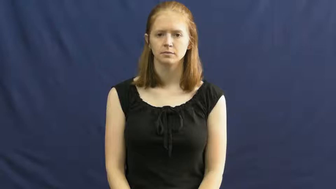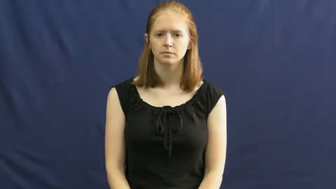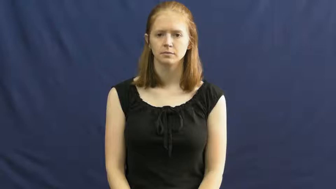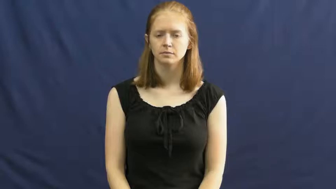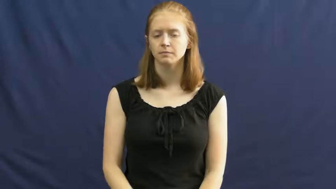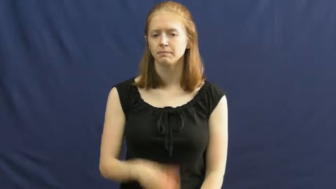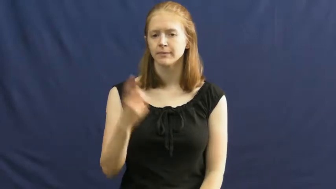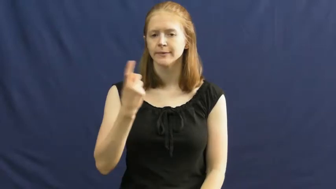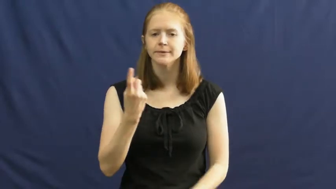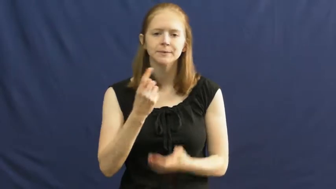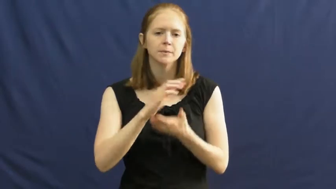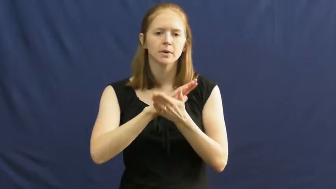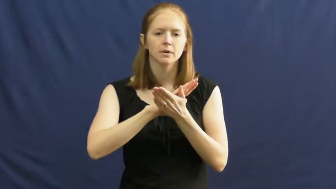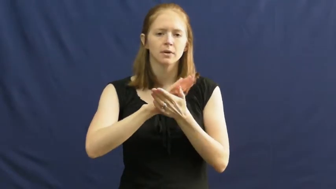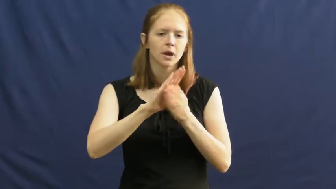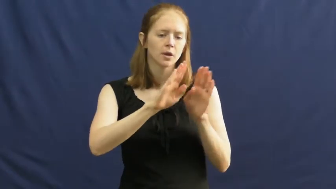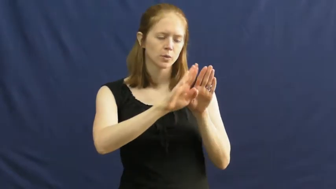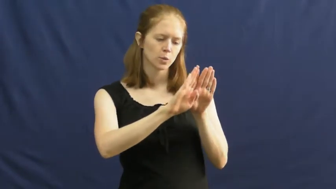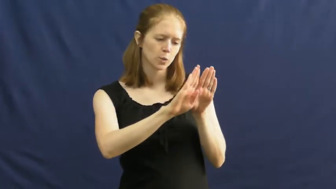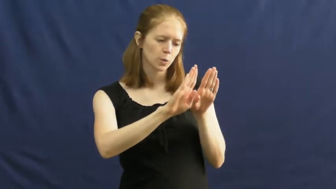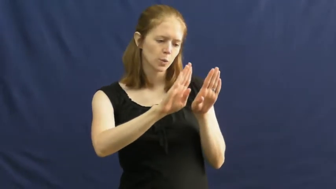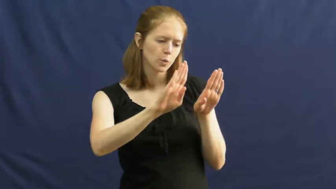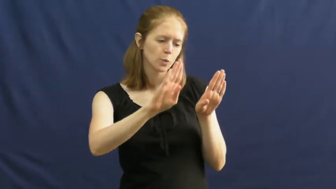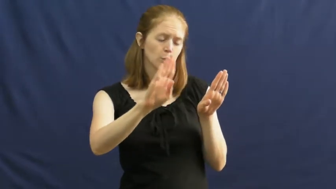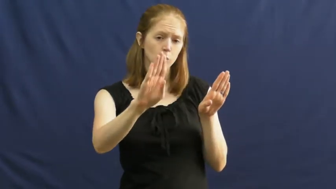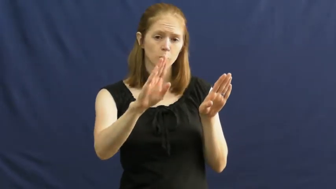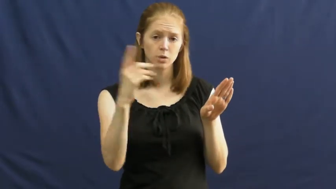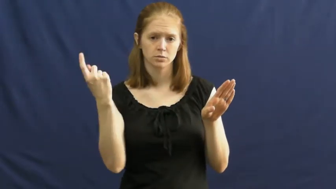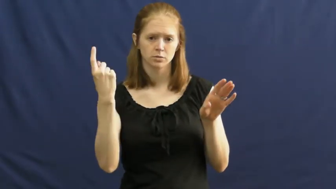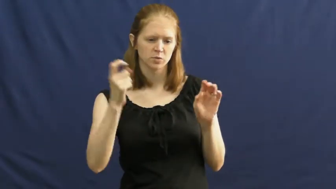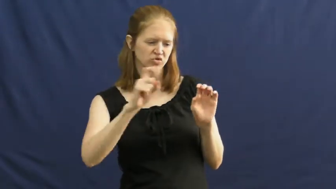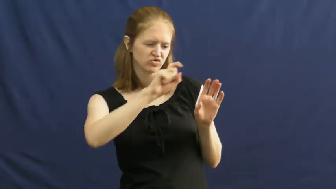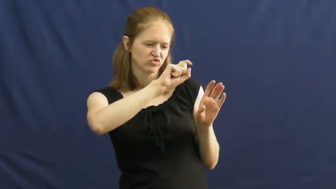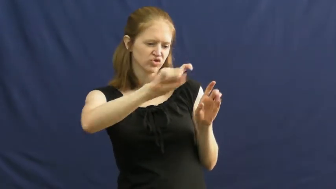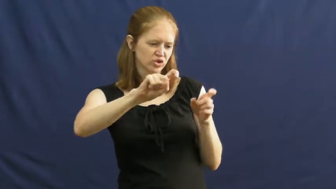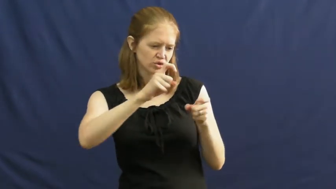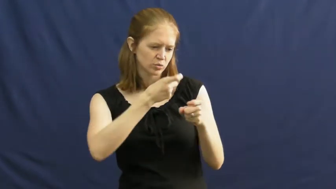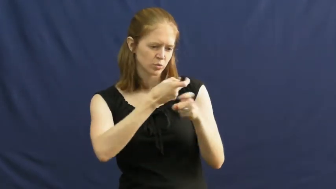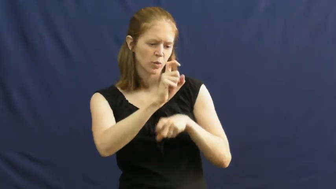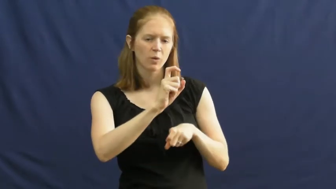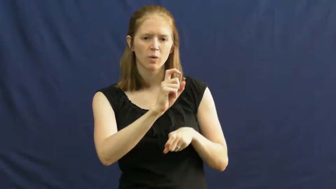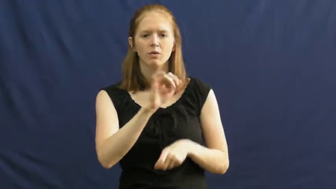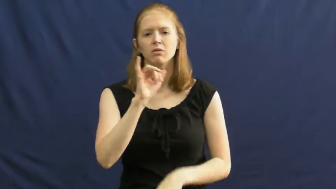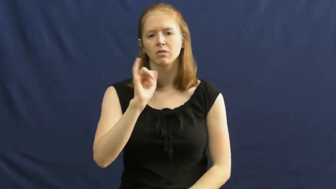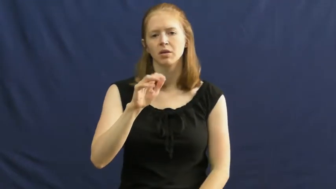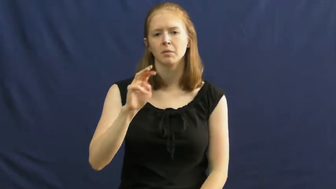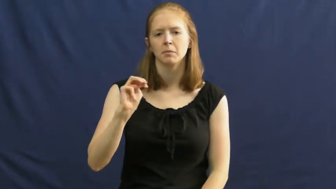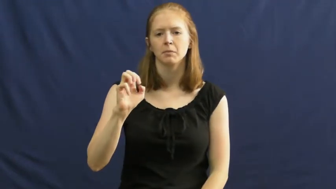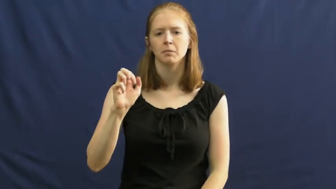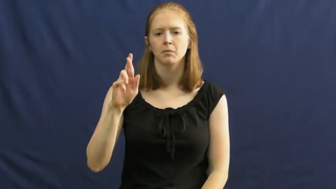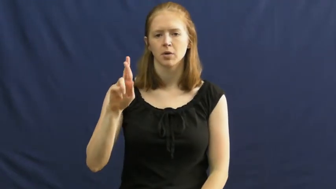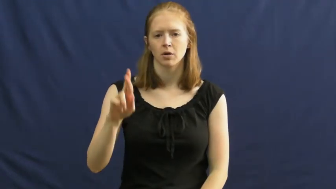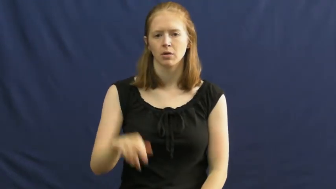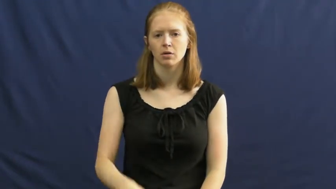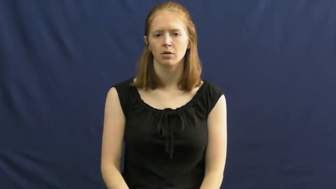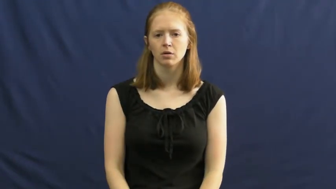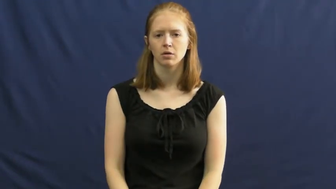mar